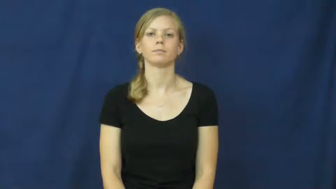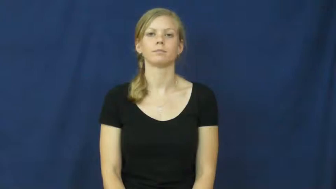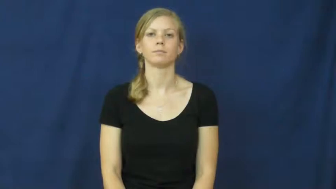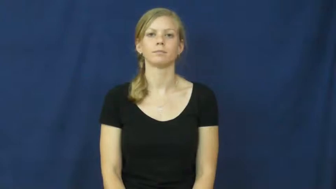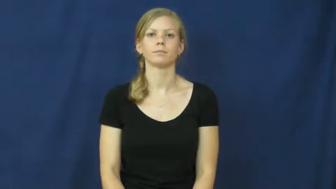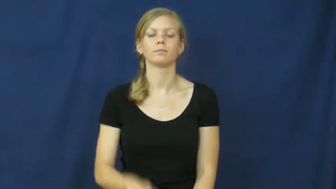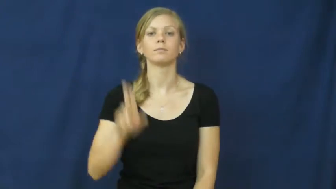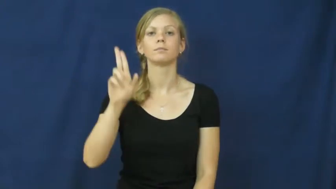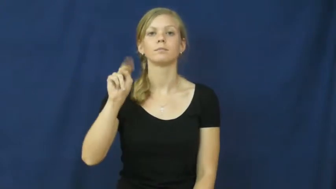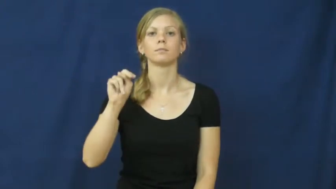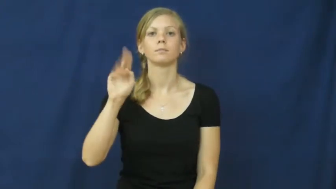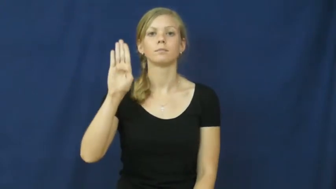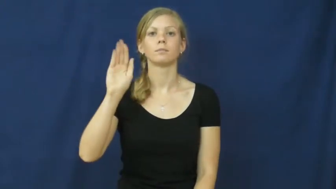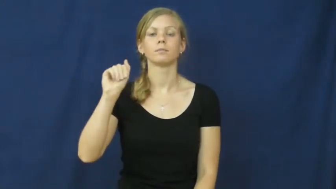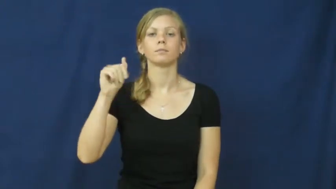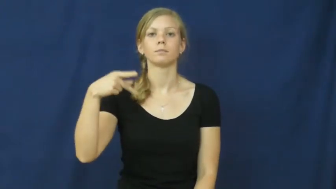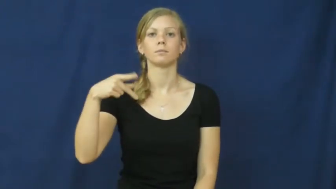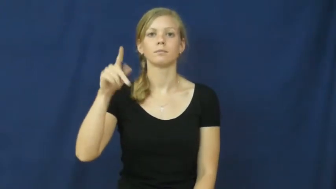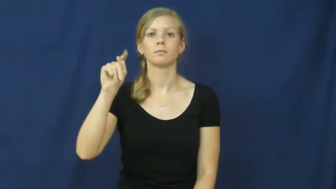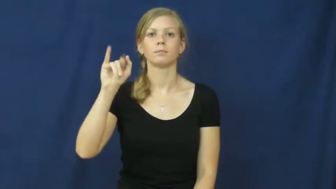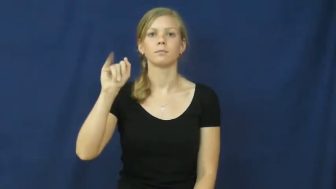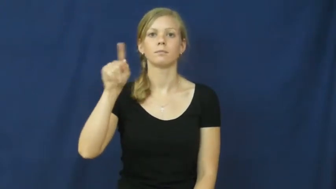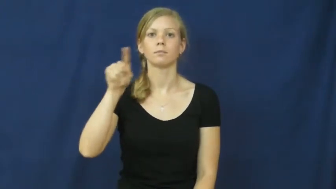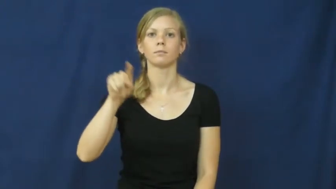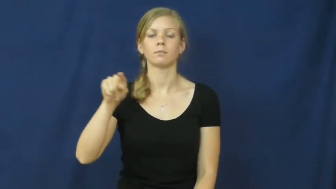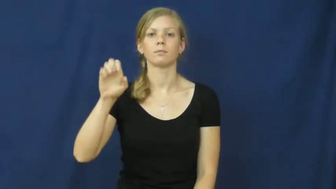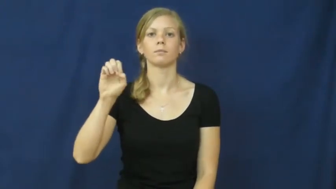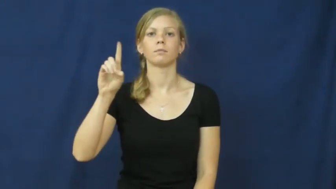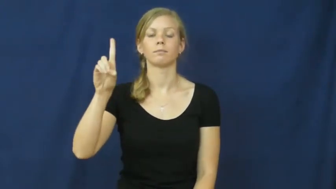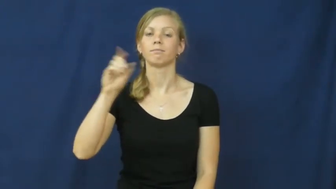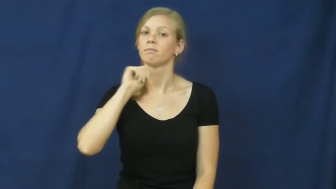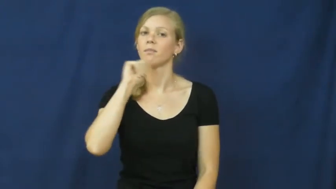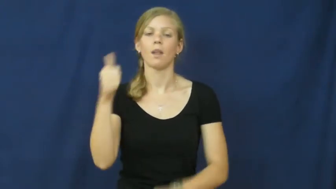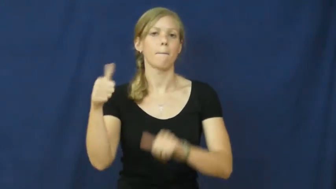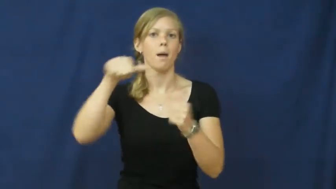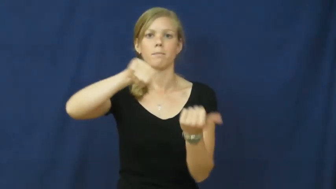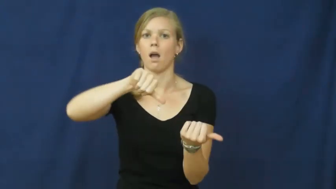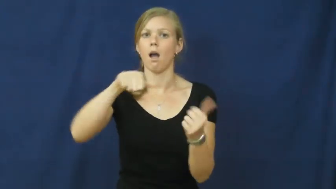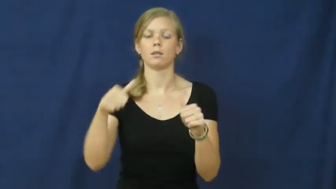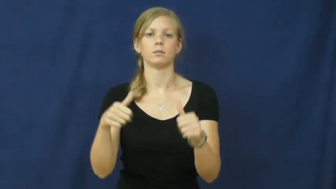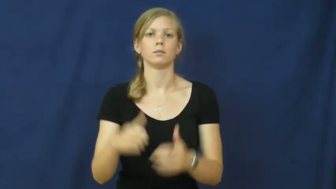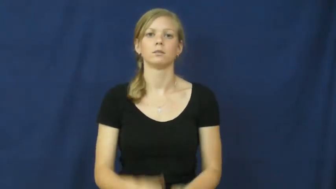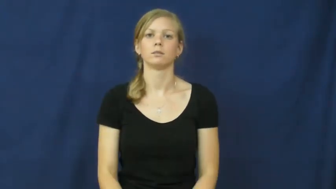unbaptized